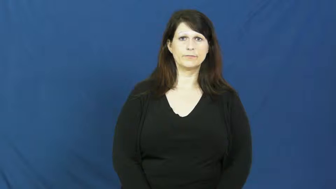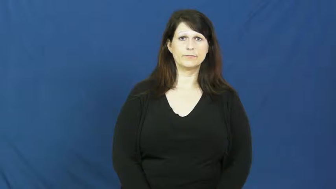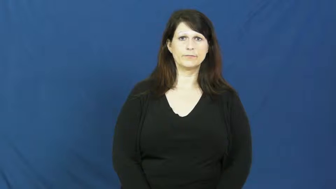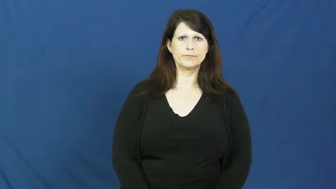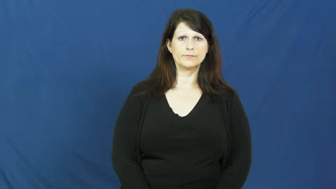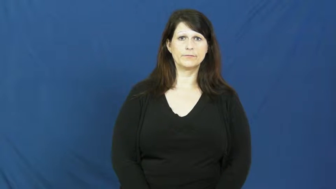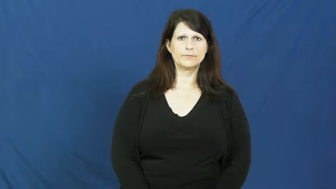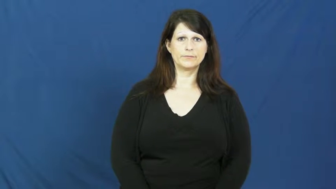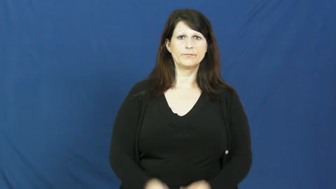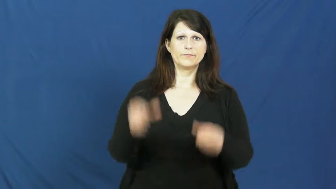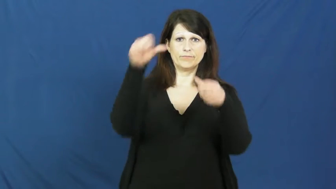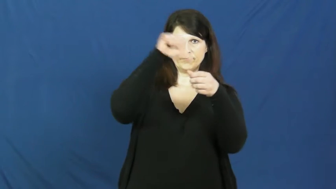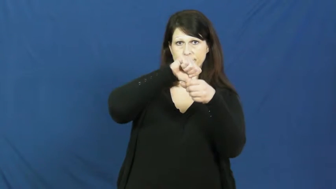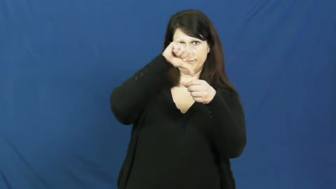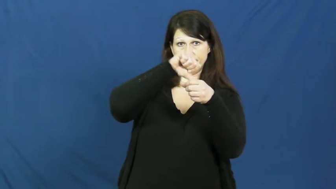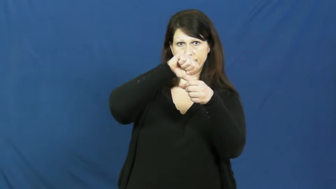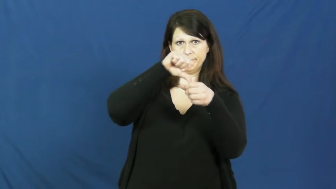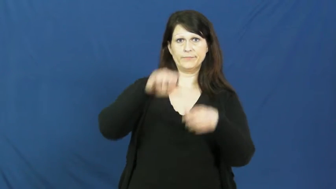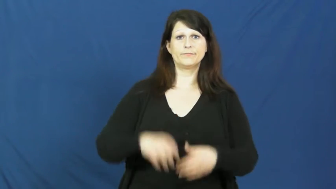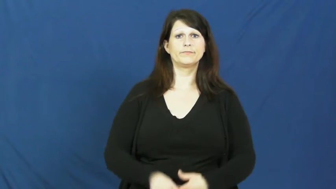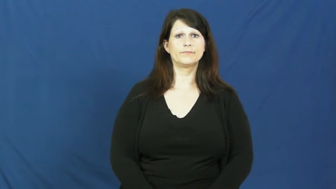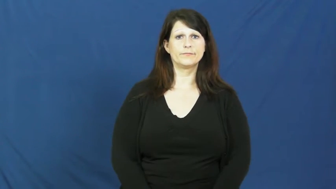gasoline,petrol,fuel